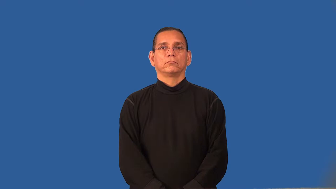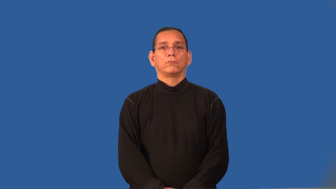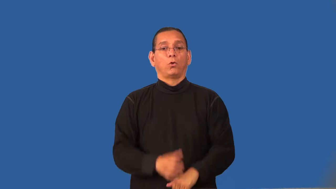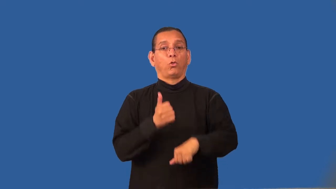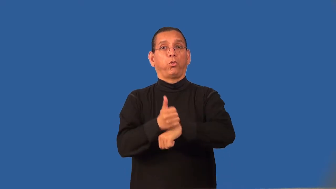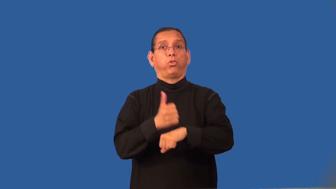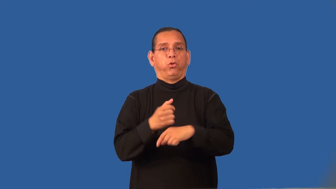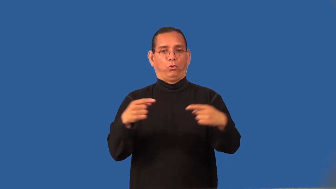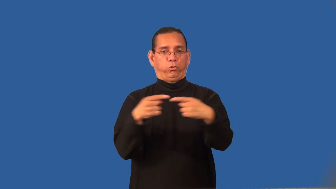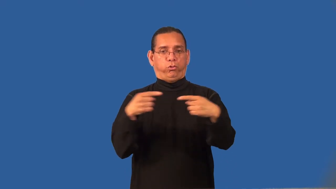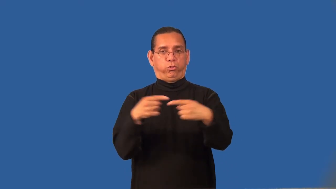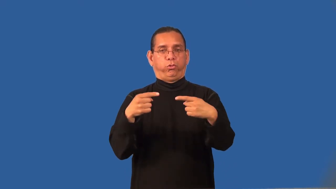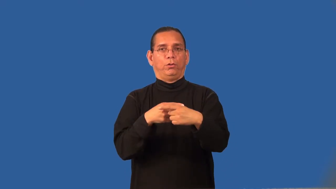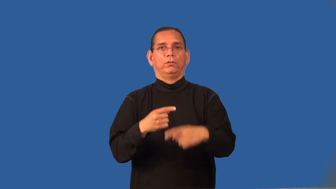recrimination